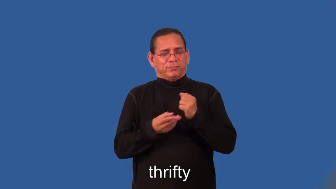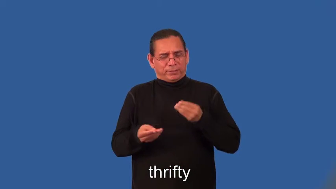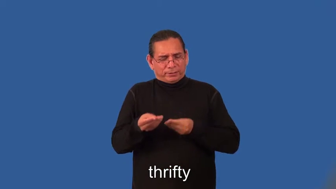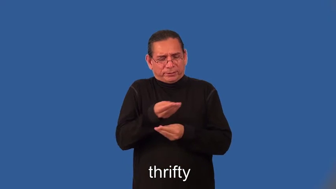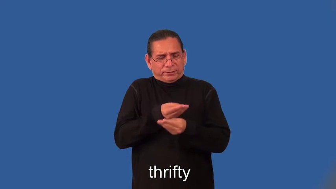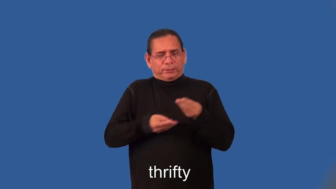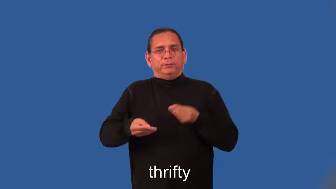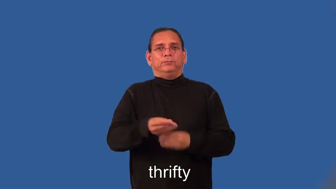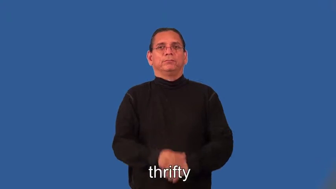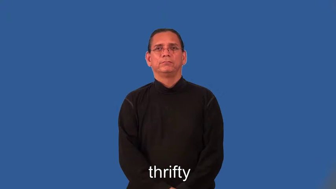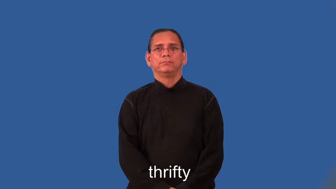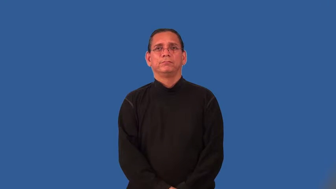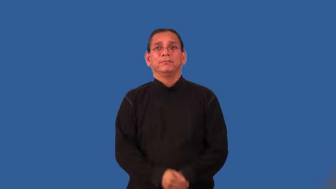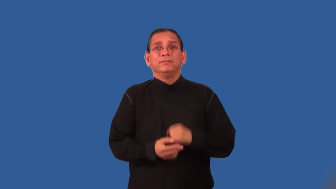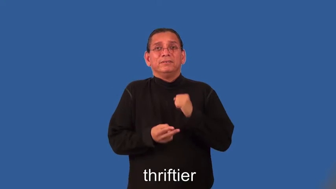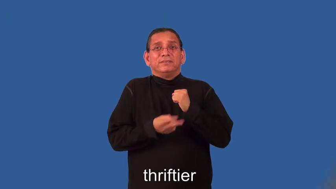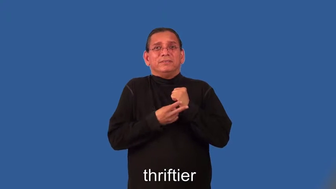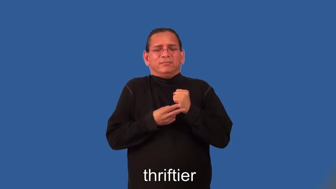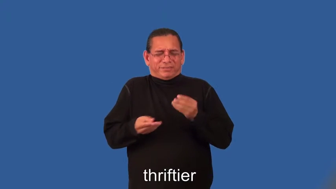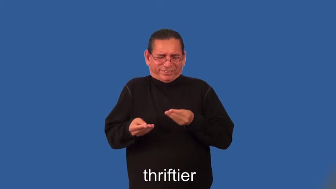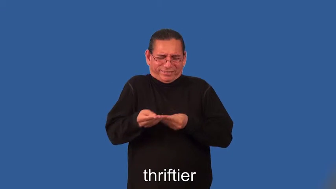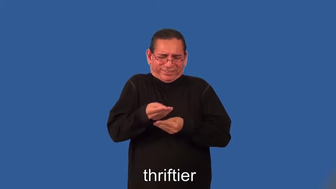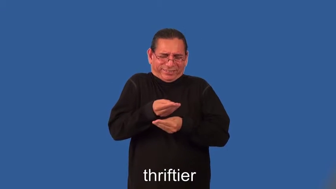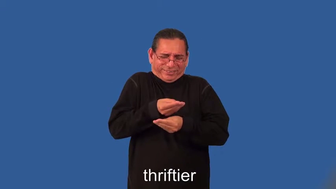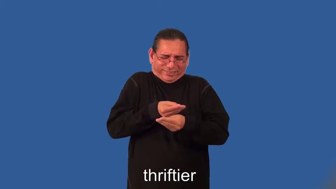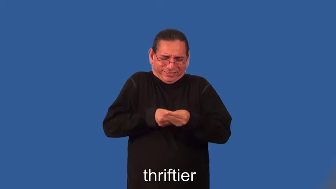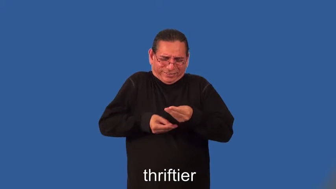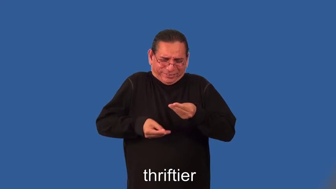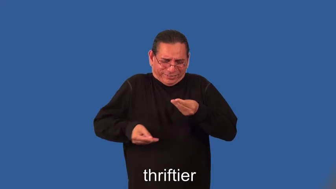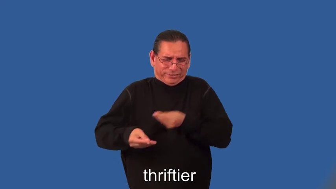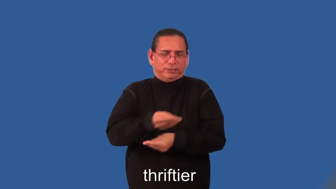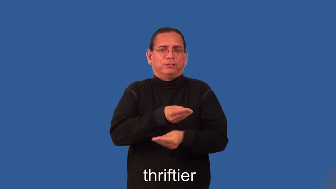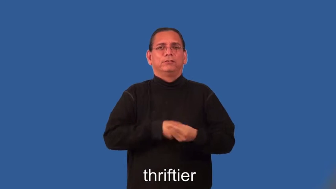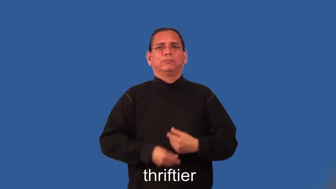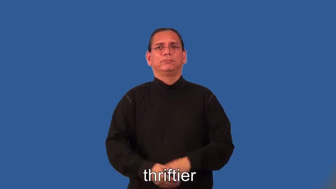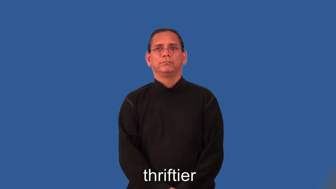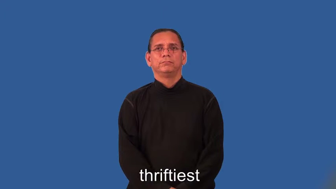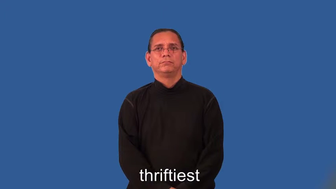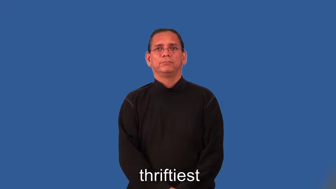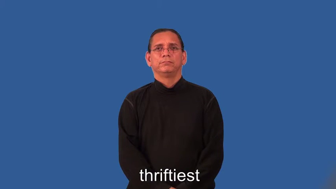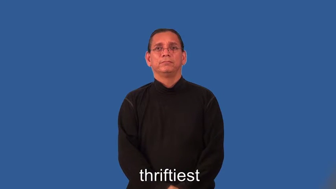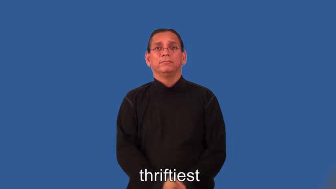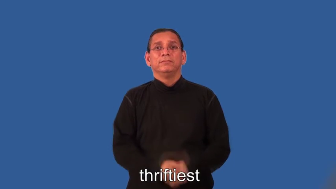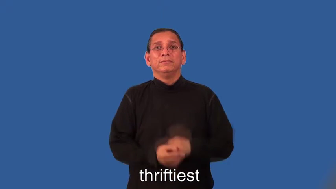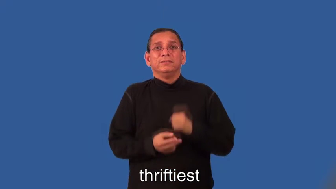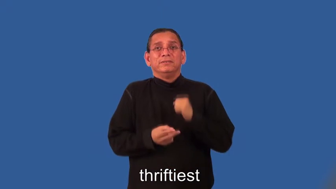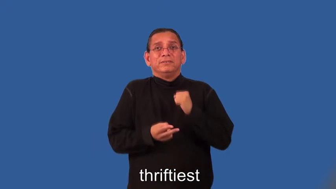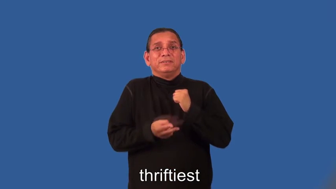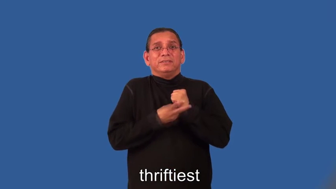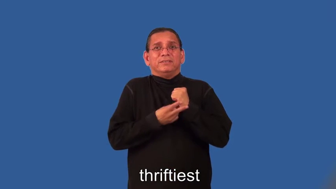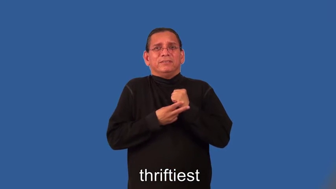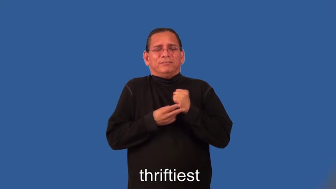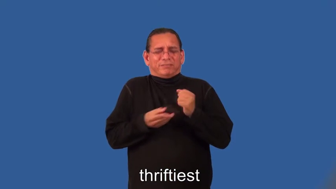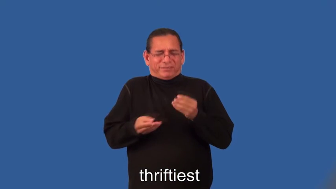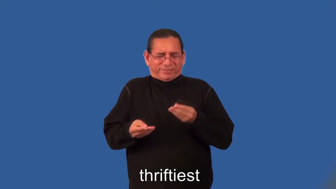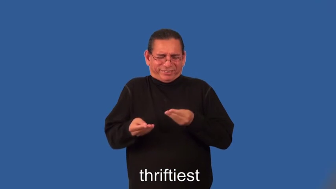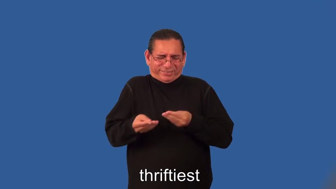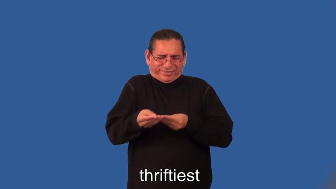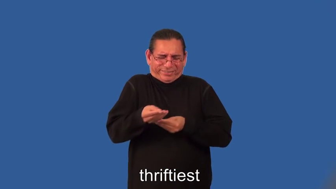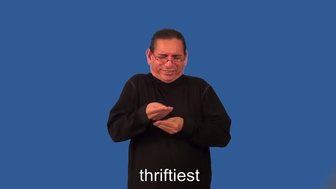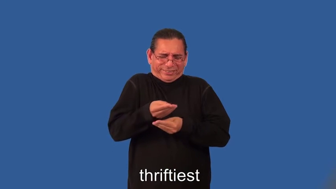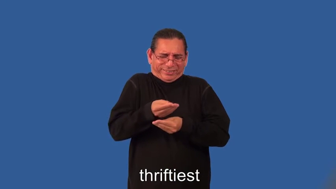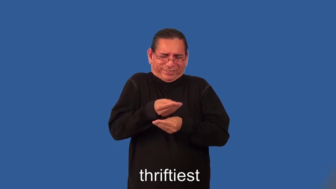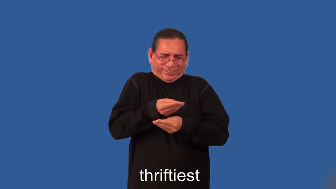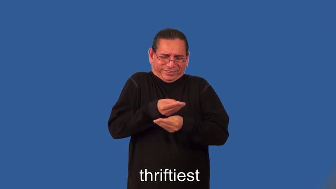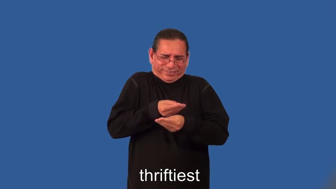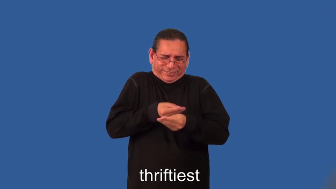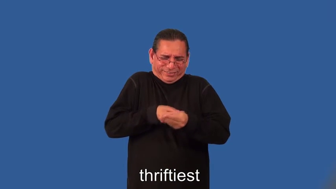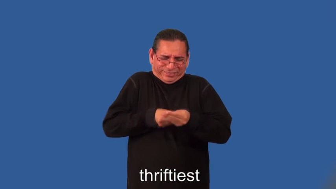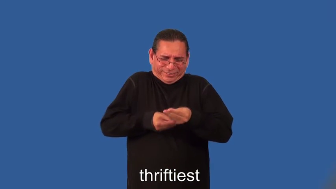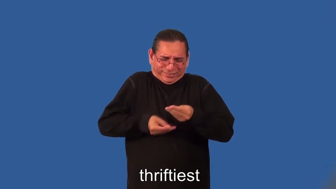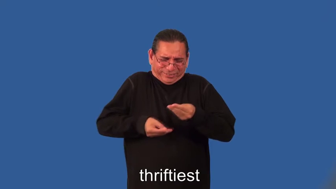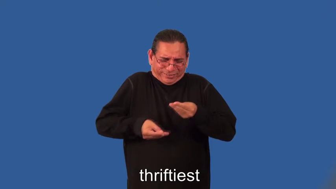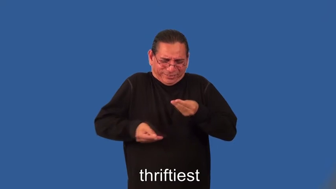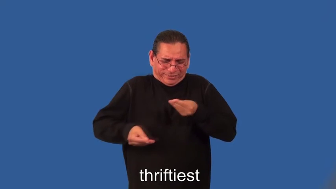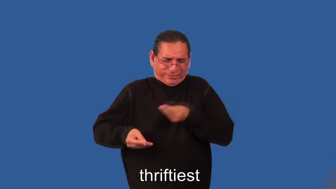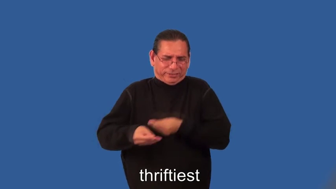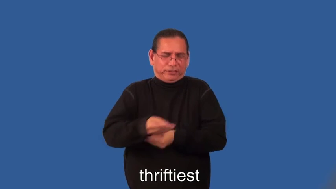thriftier,thriftiest